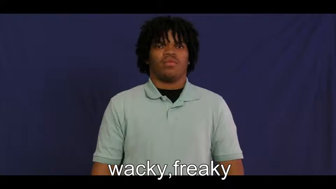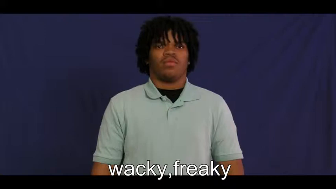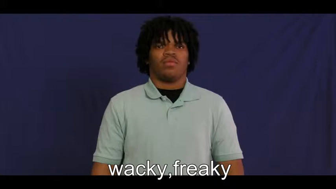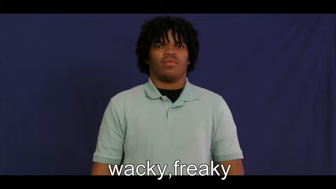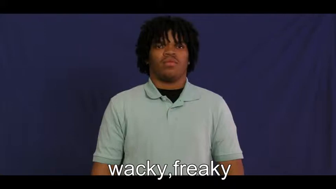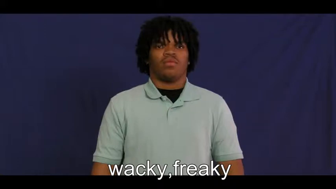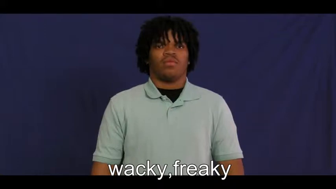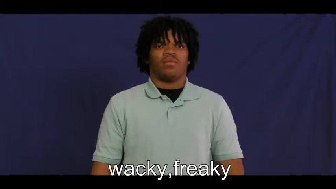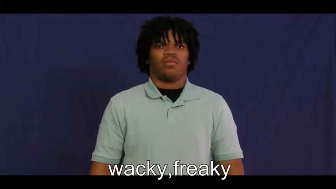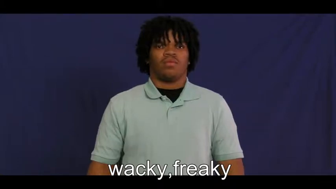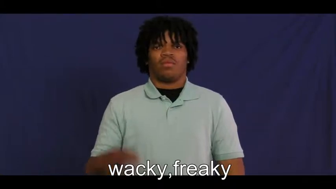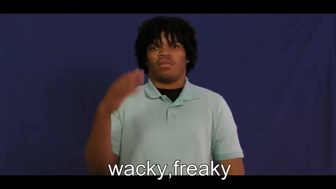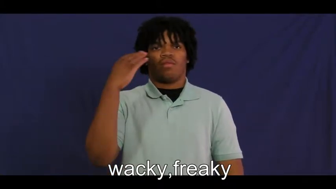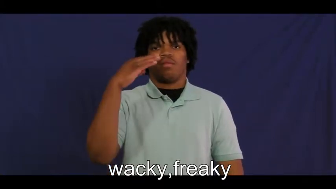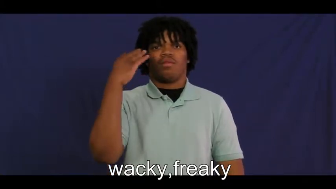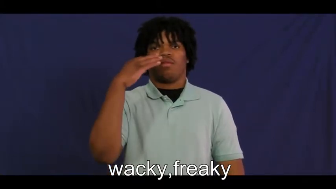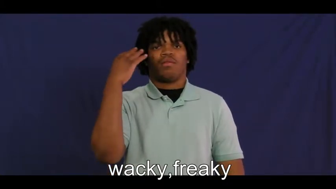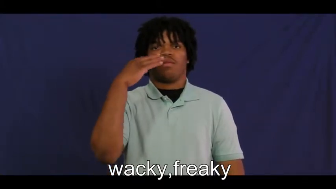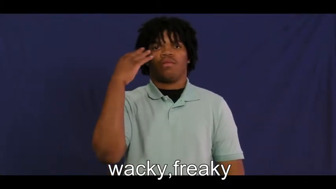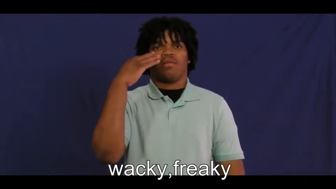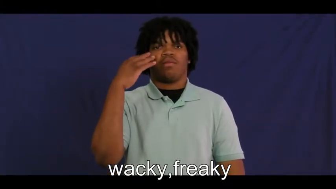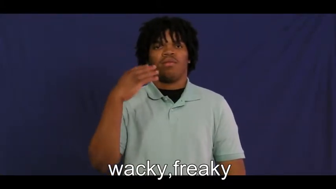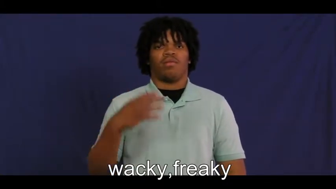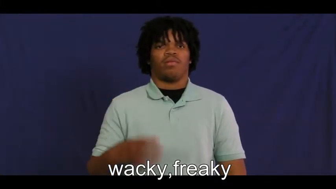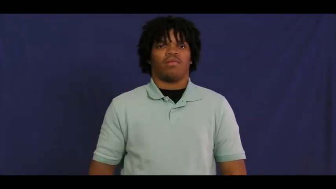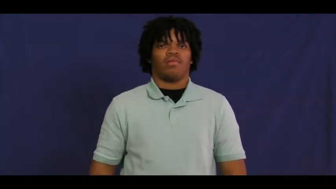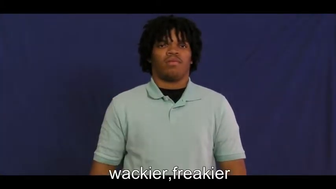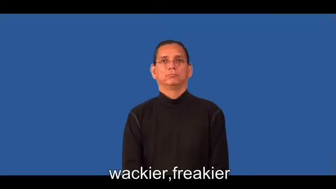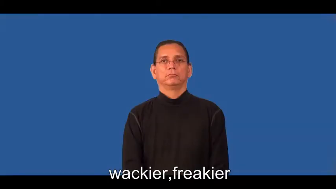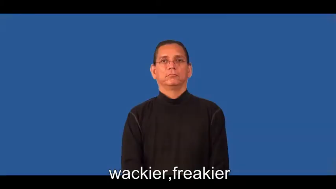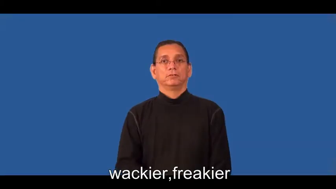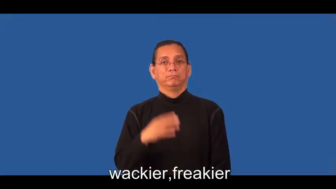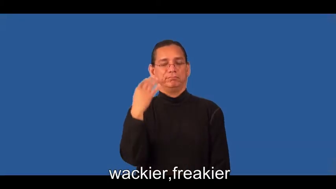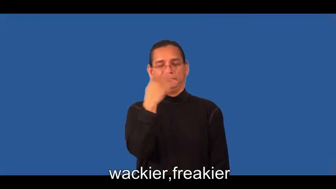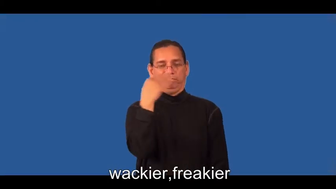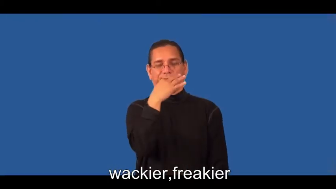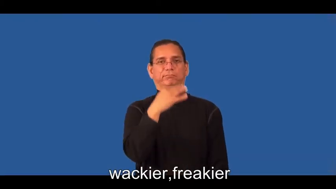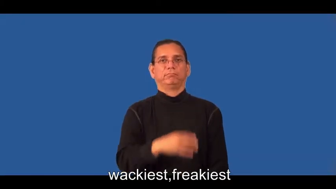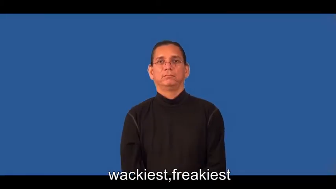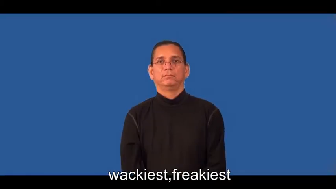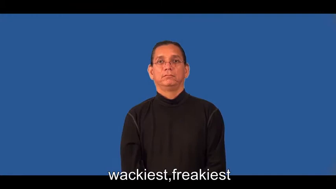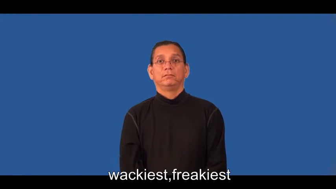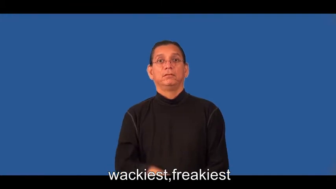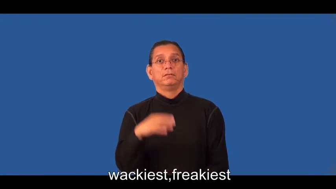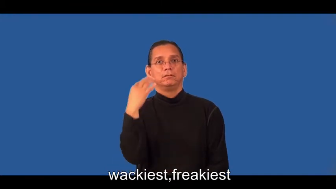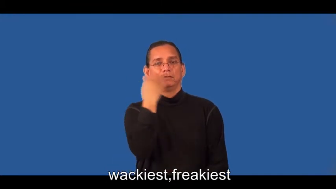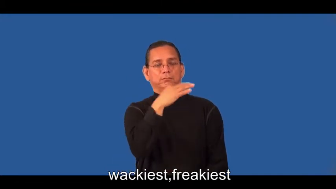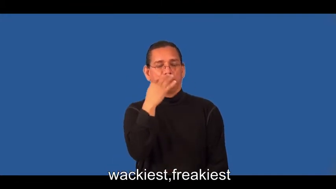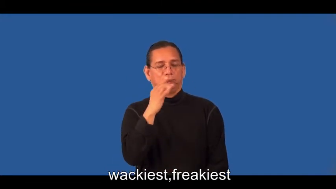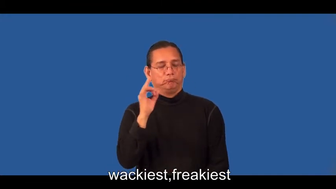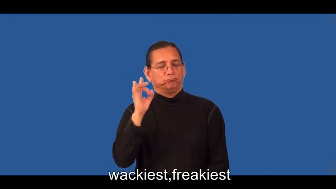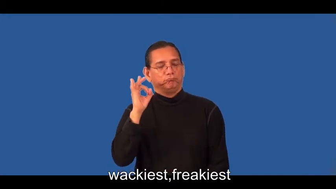wackier,freakier,wackiest,funniest